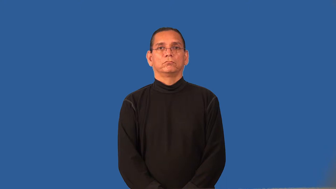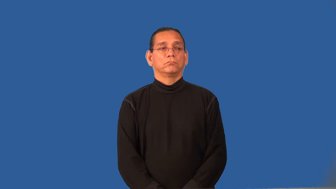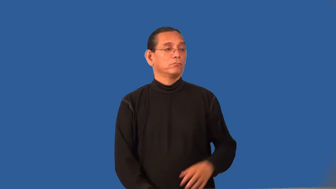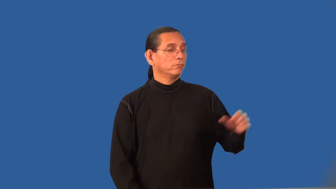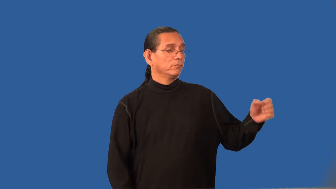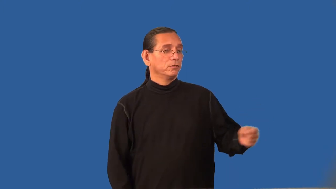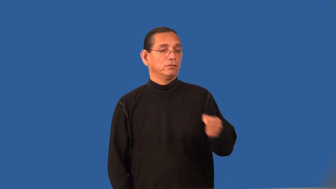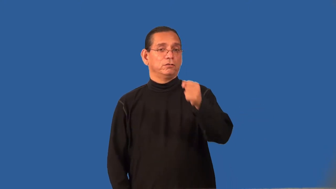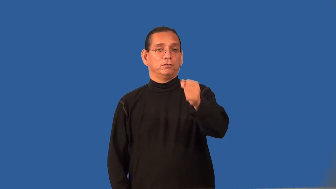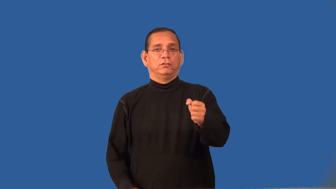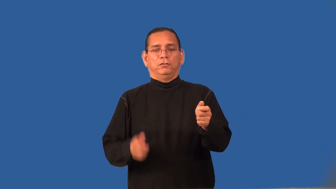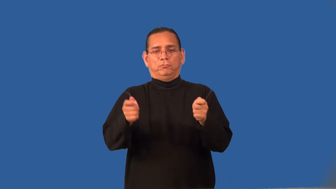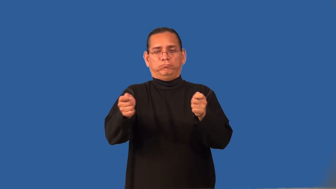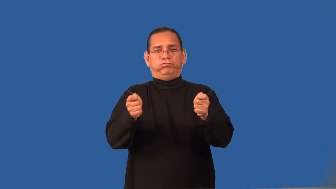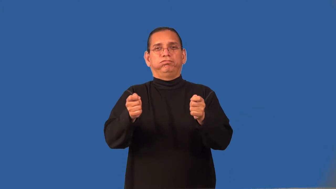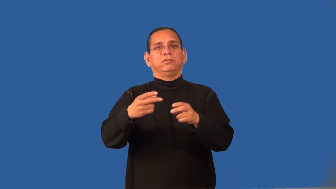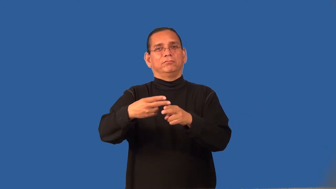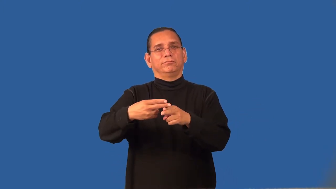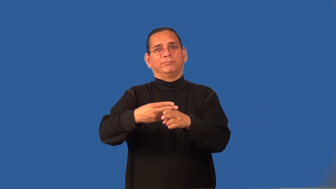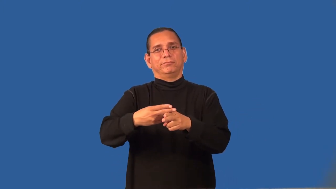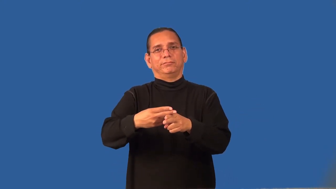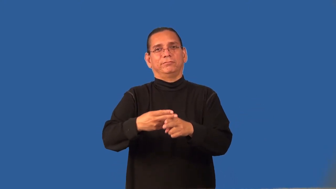regent